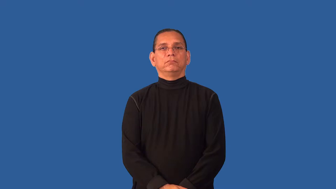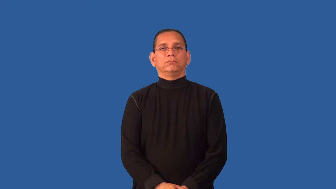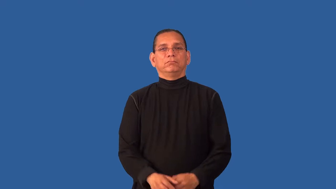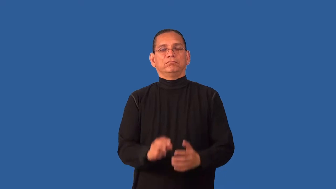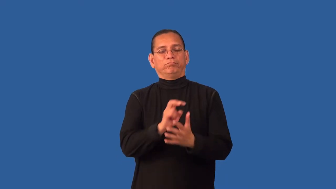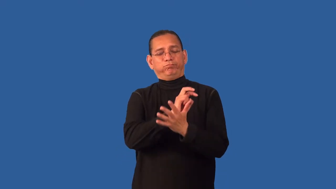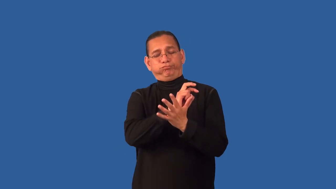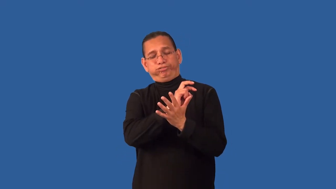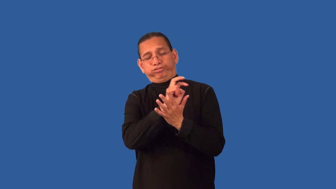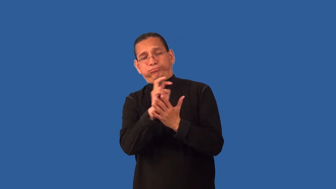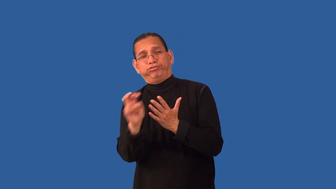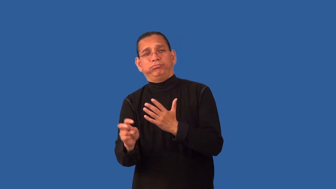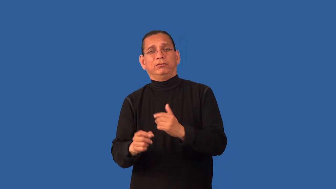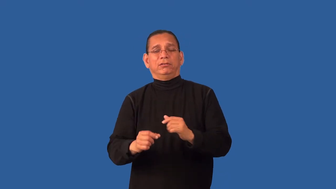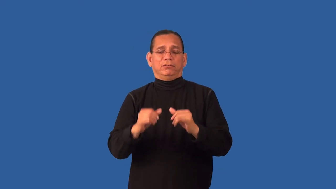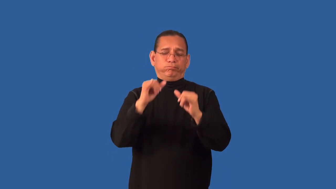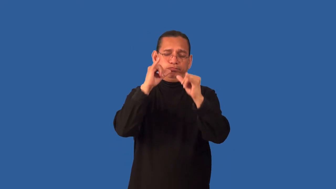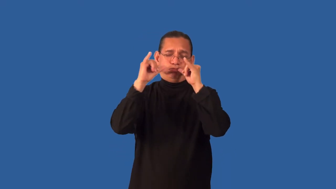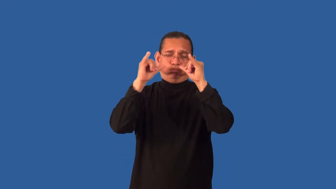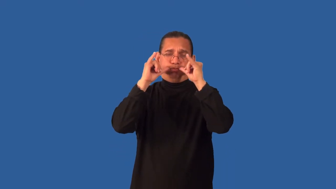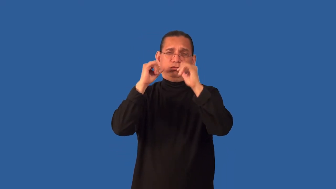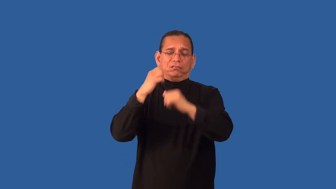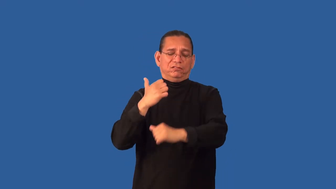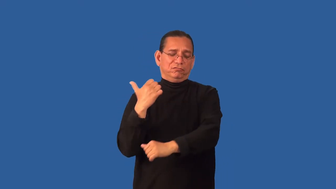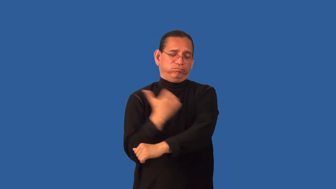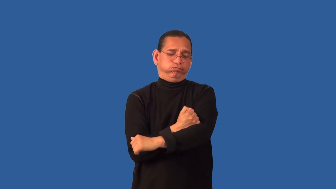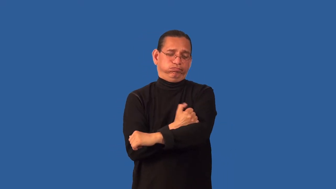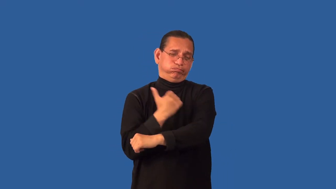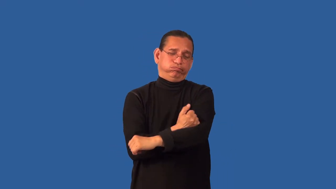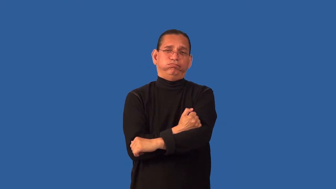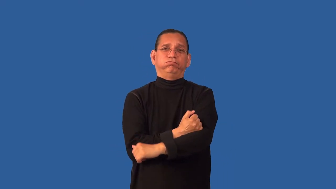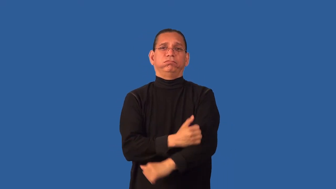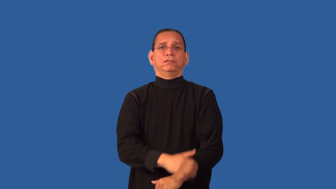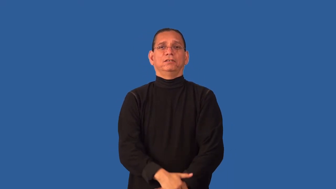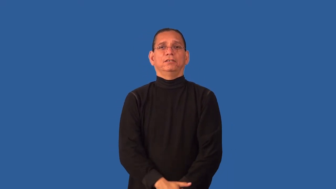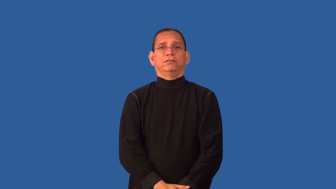debauchery,libertine